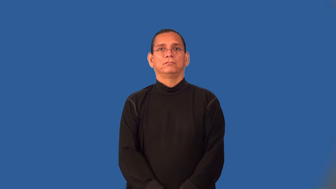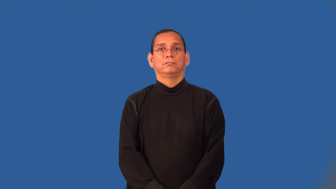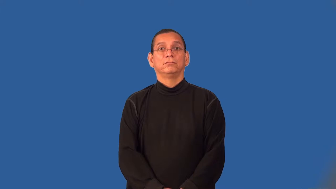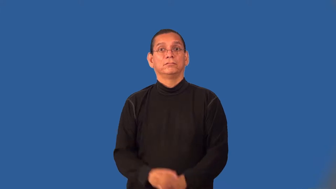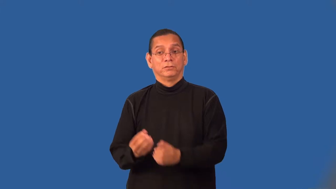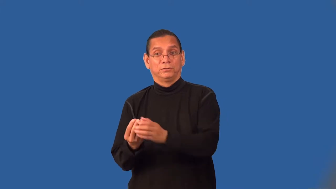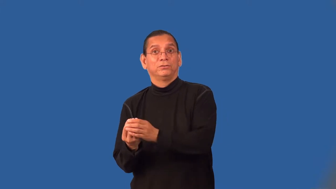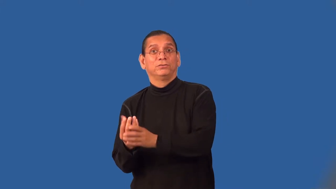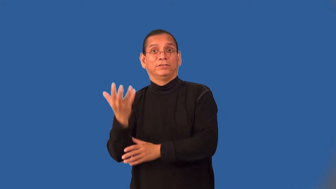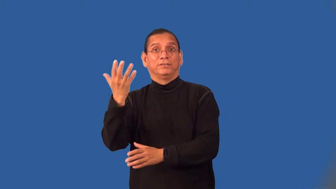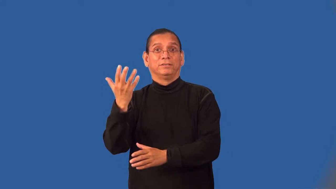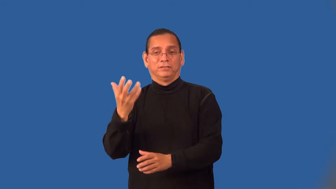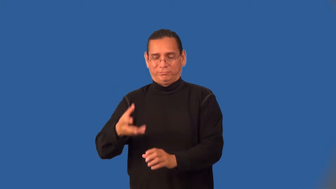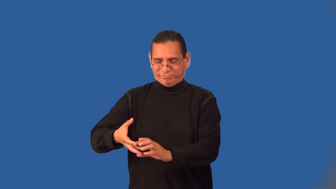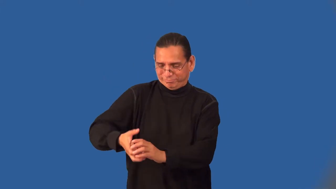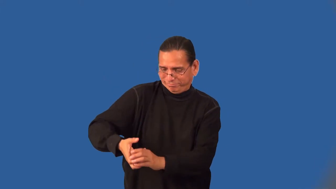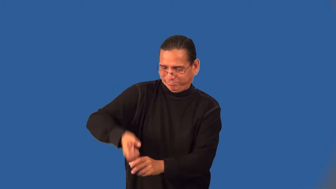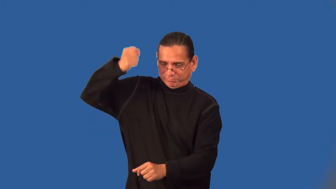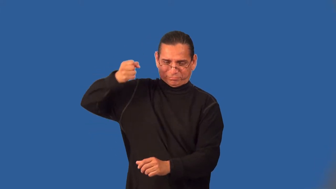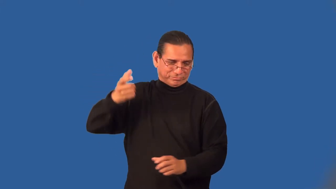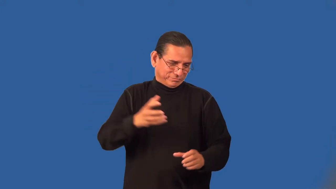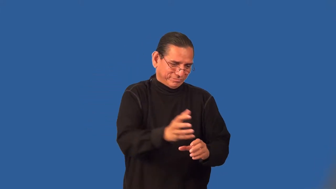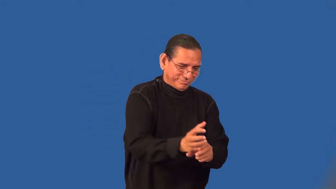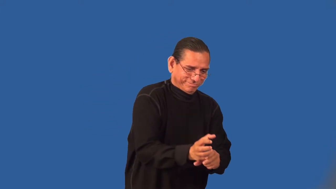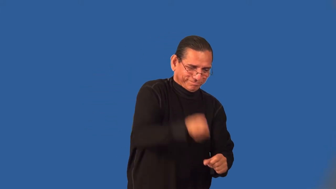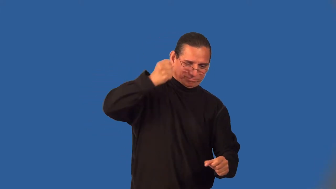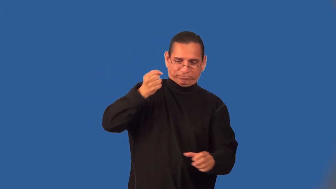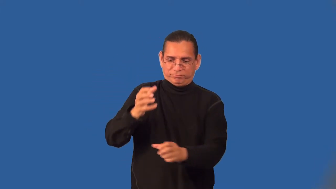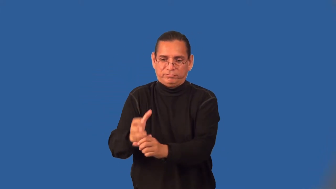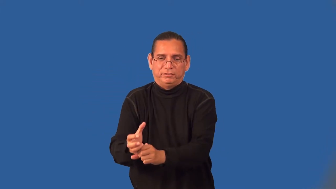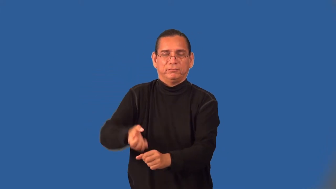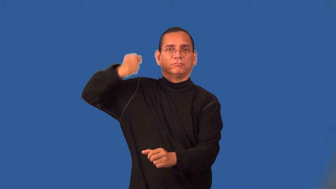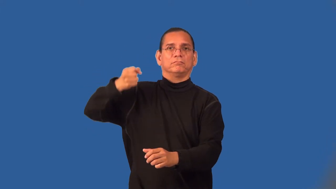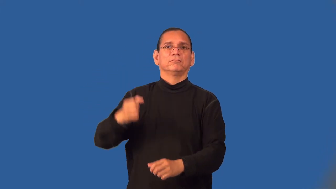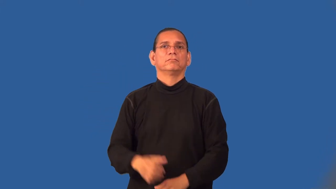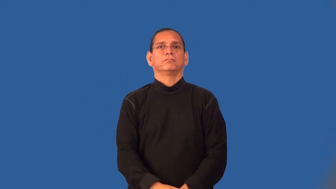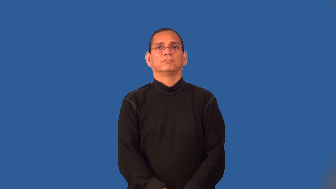weed-verb